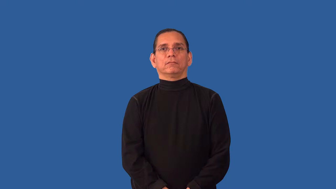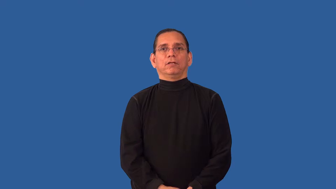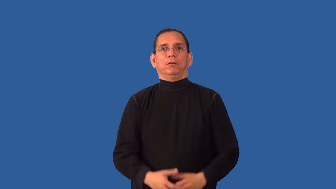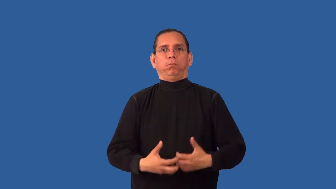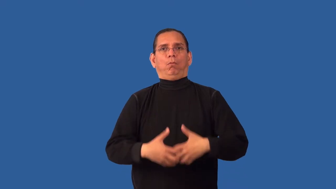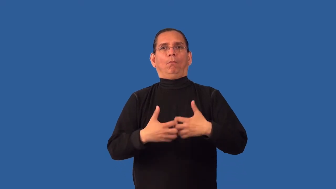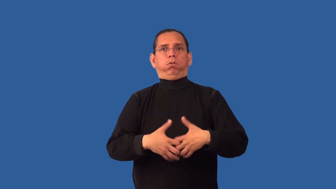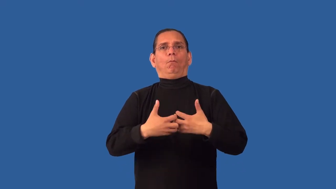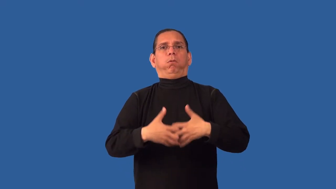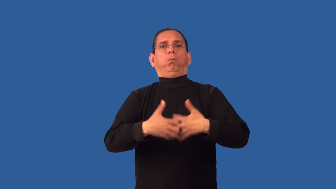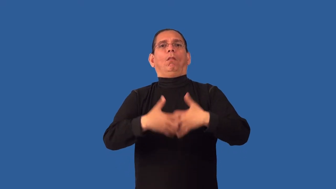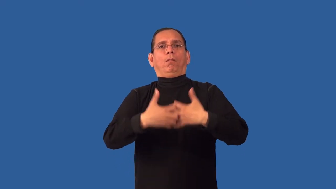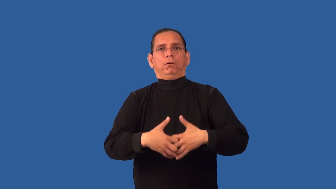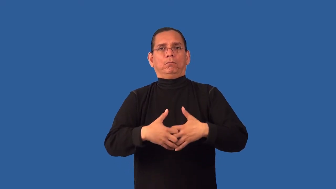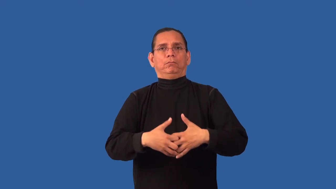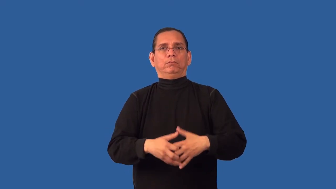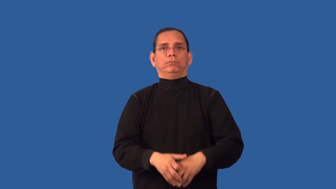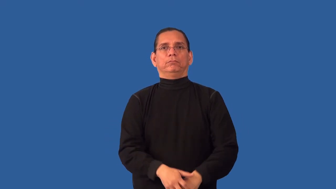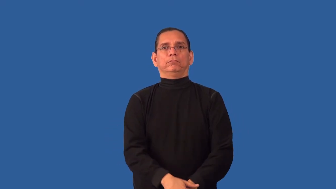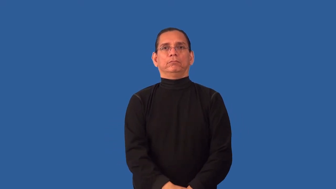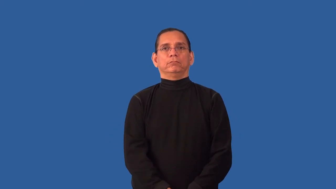misfire-engine